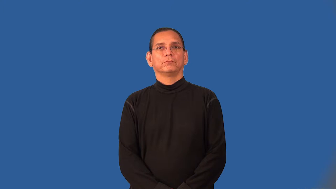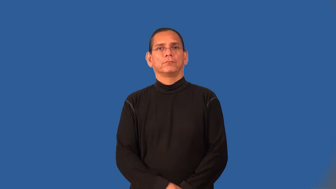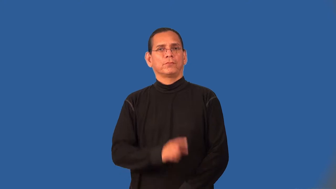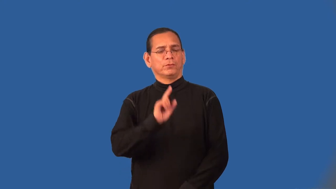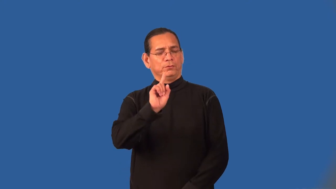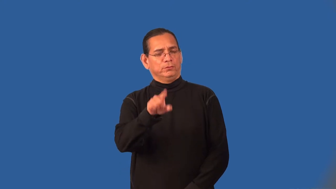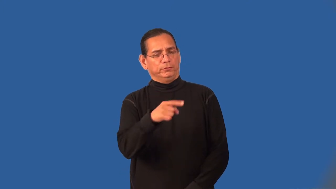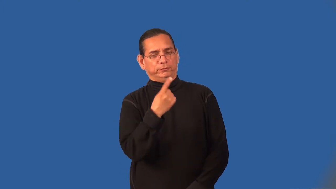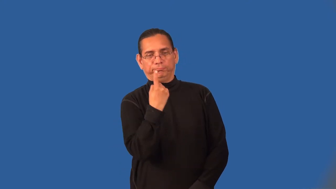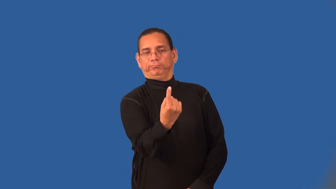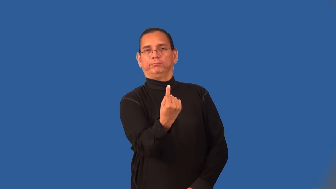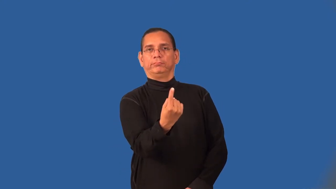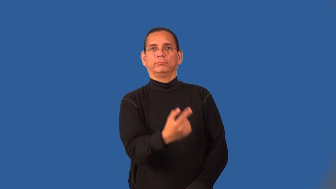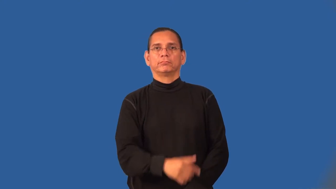unilateral